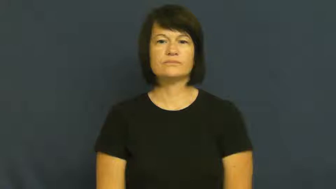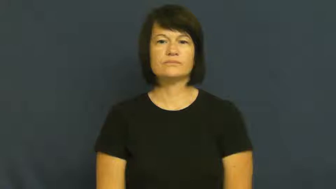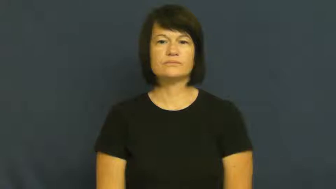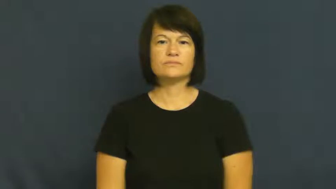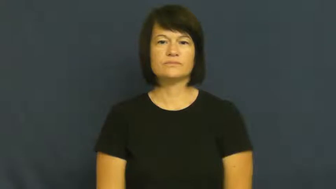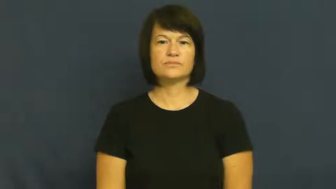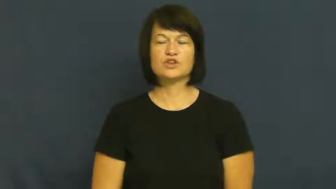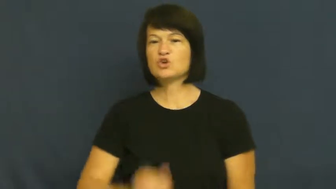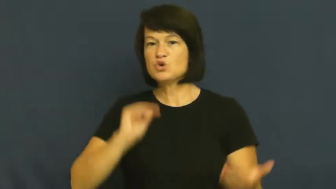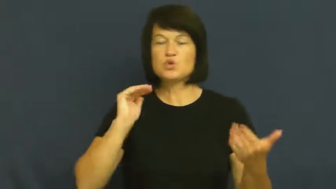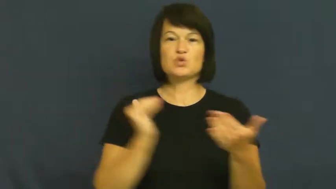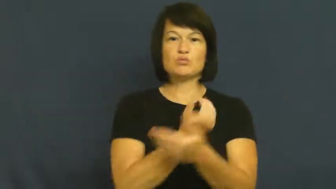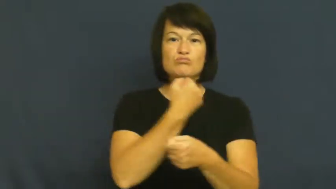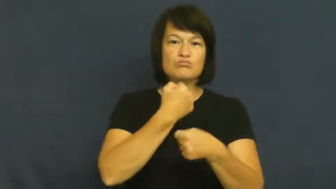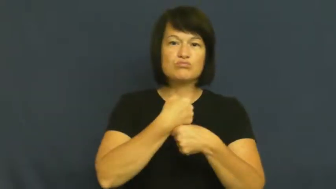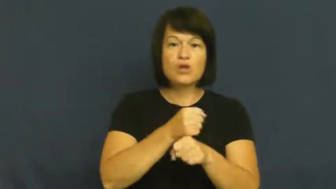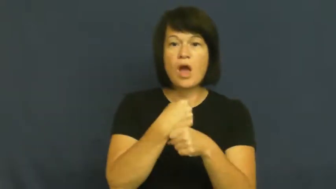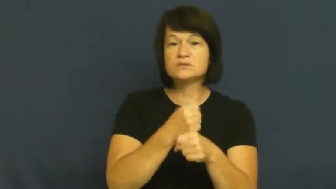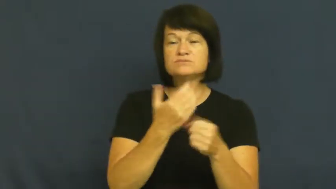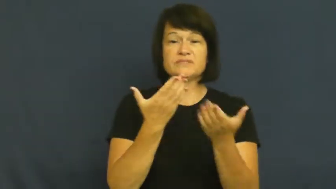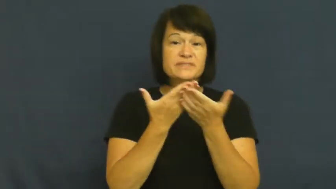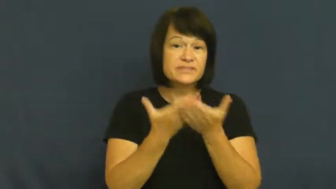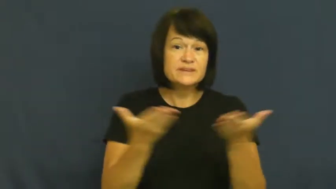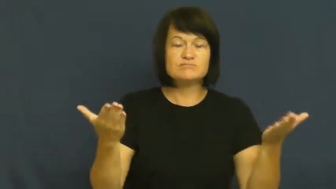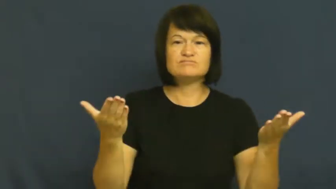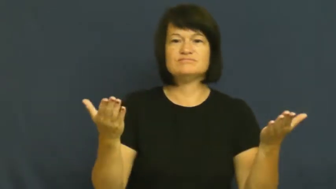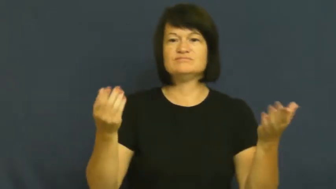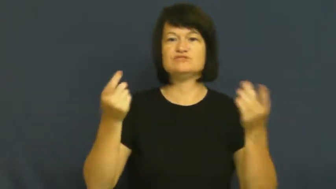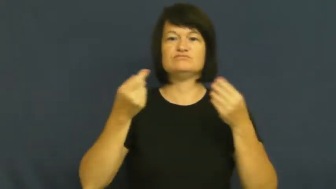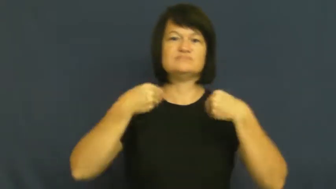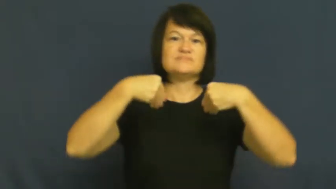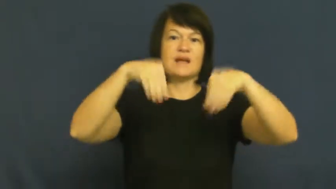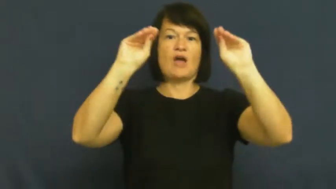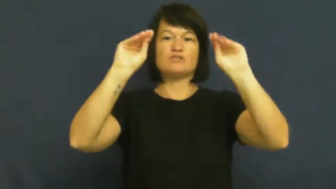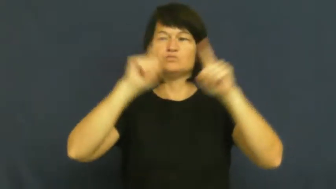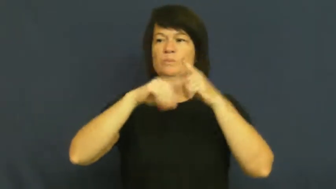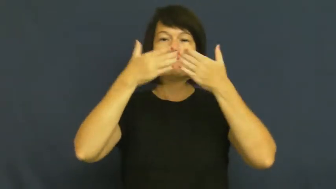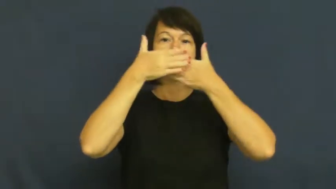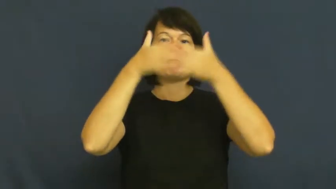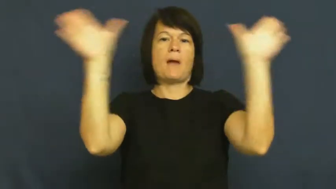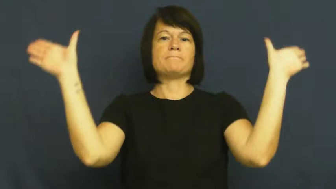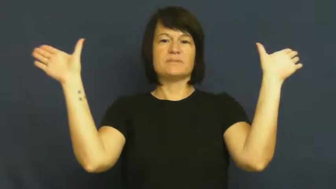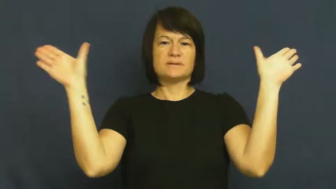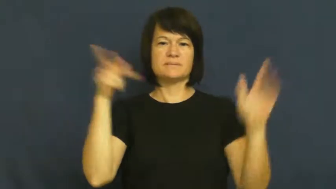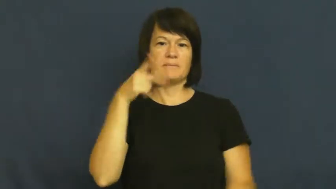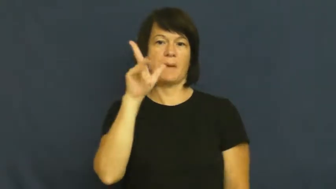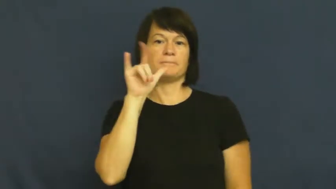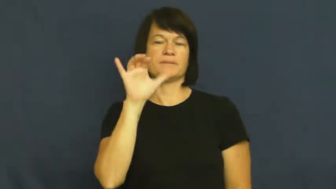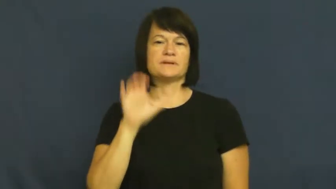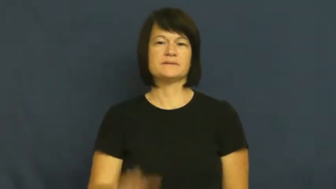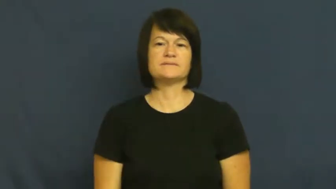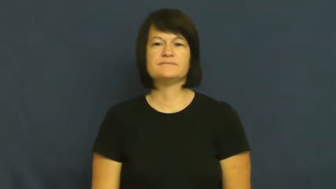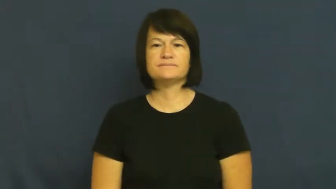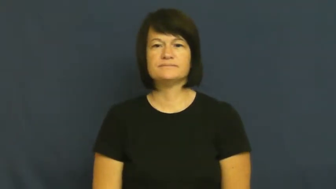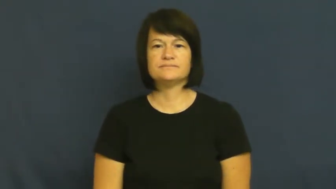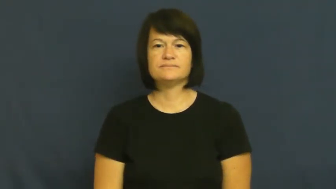launch-product